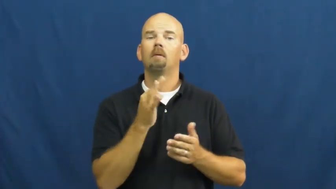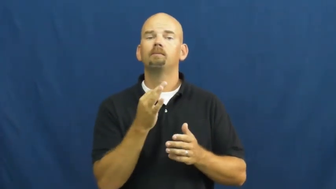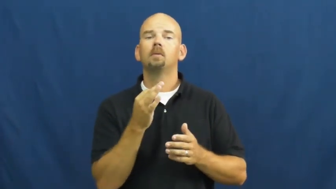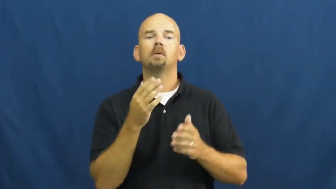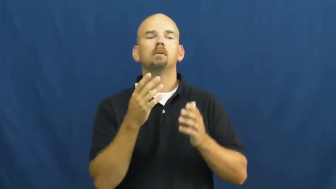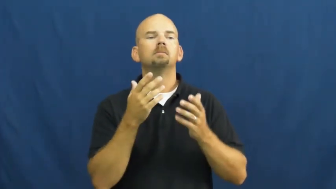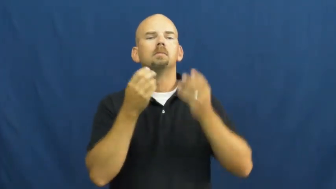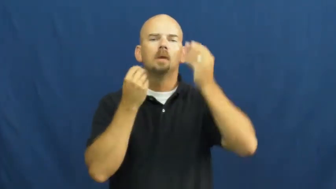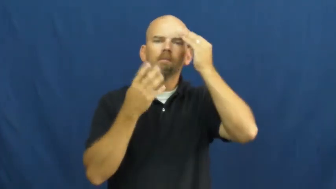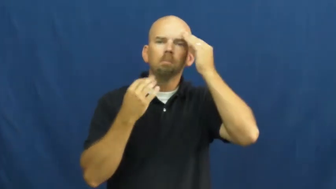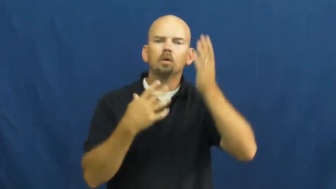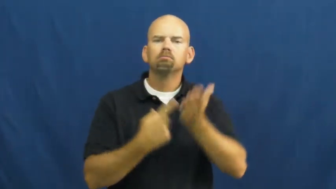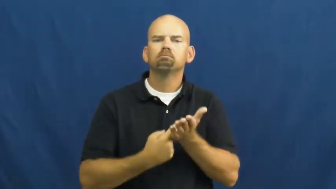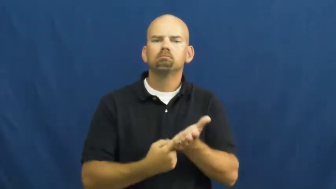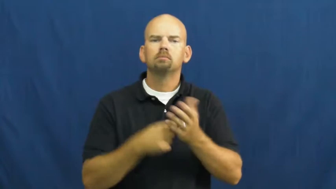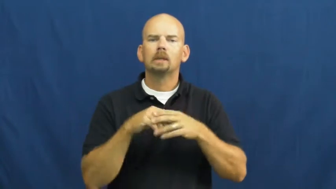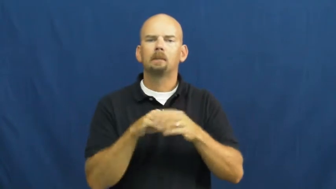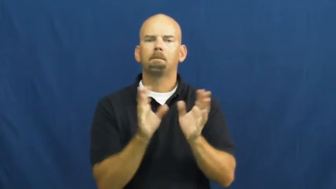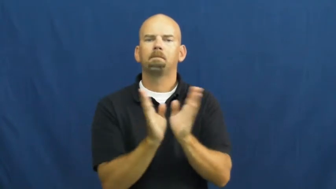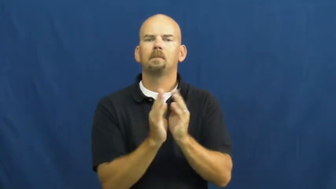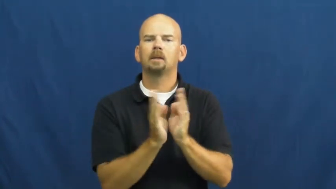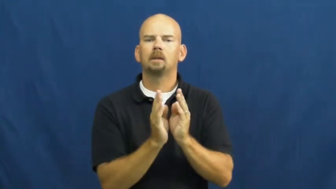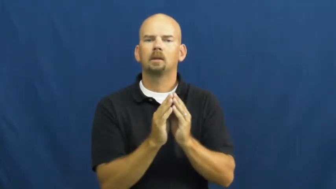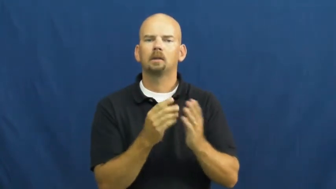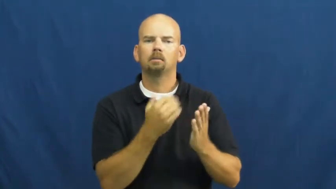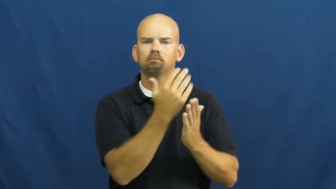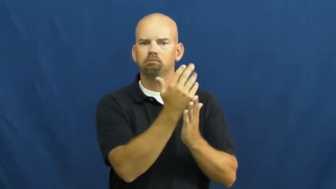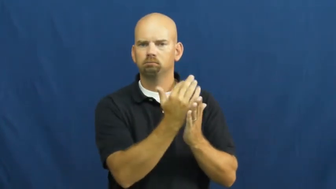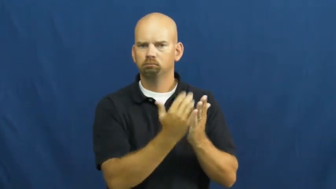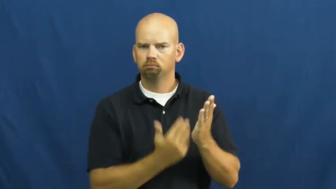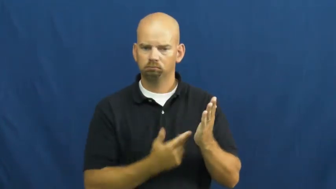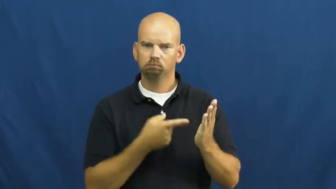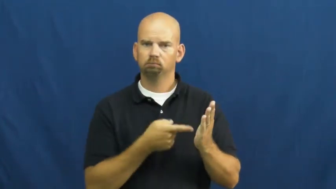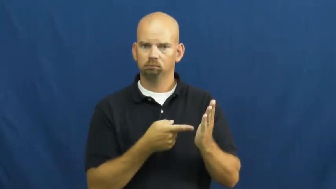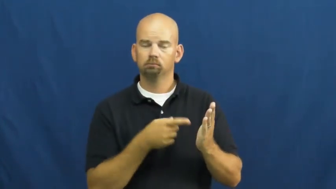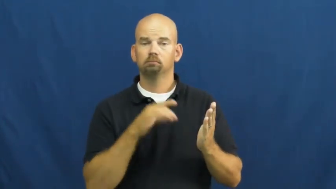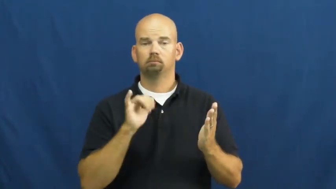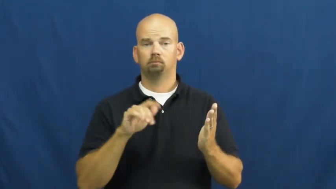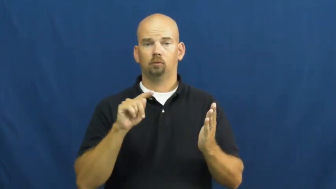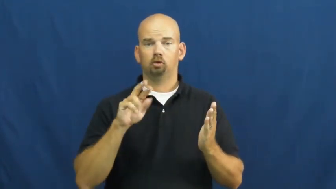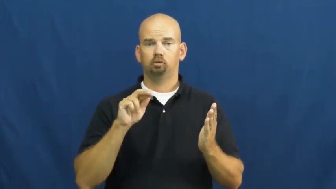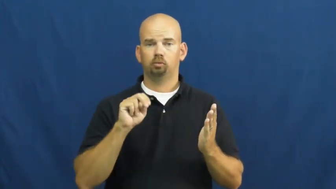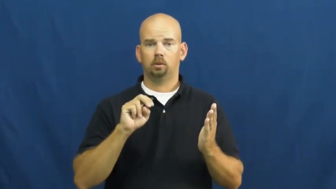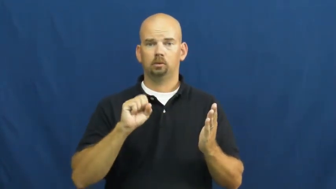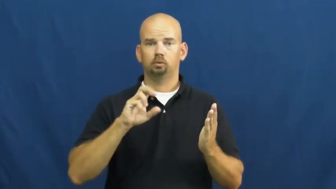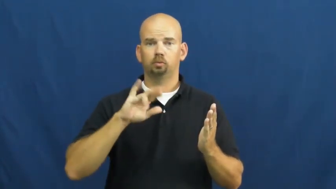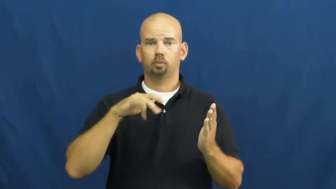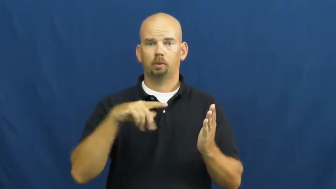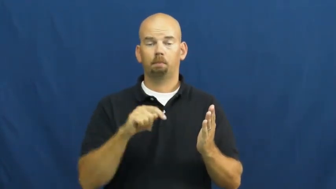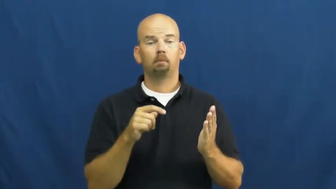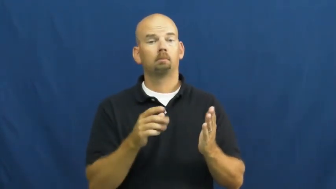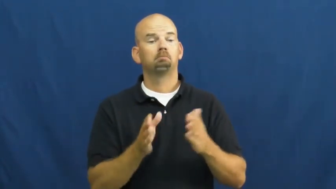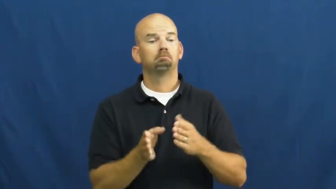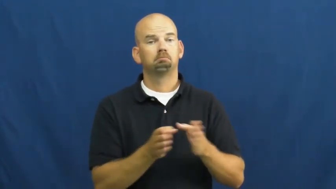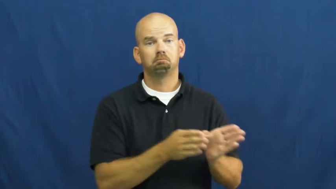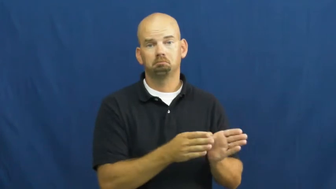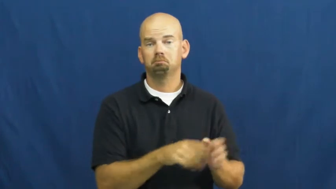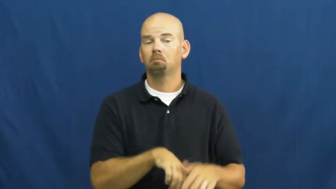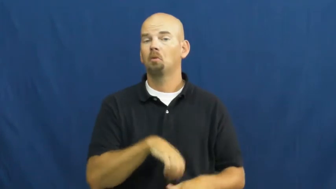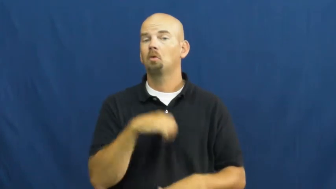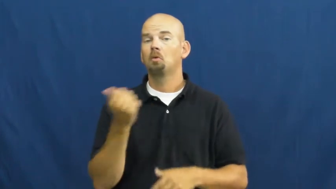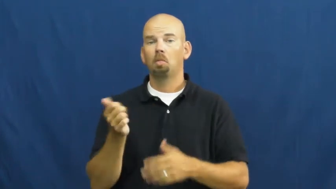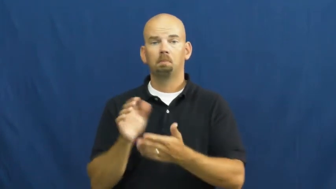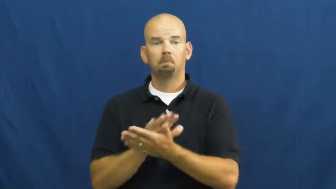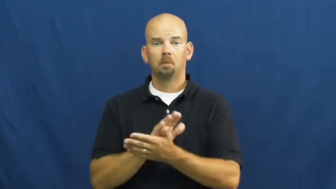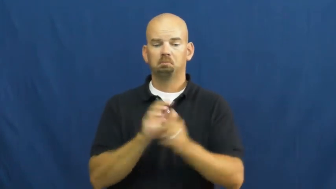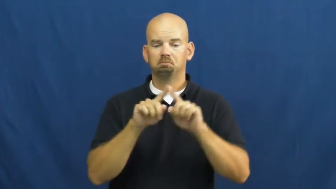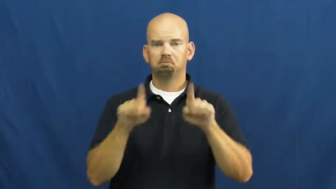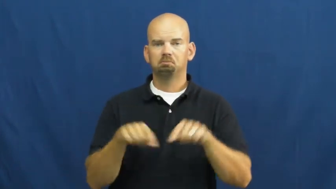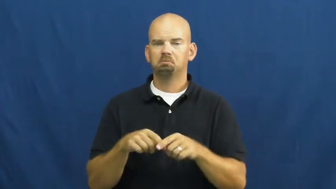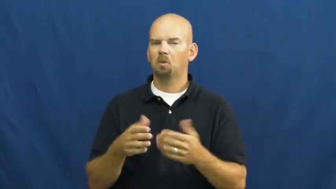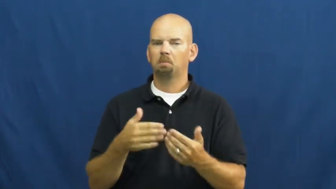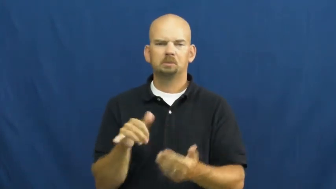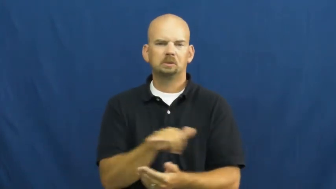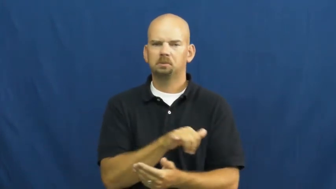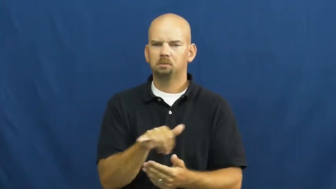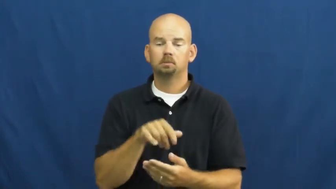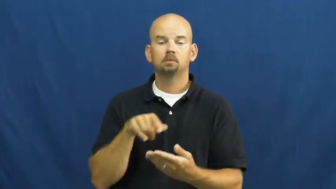transcript-text